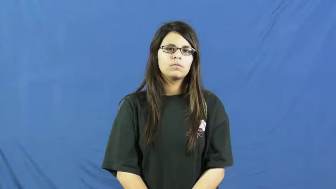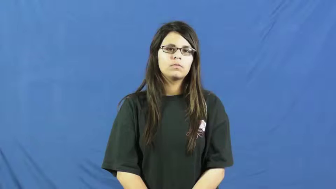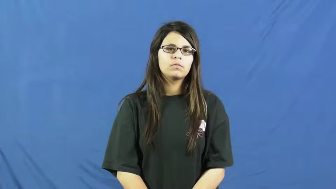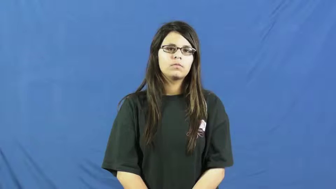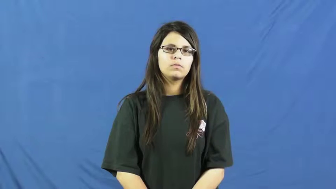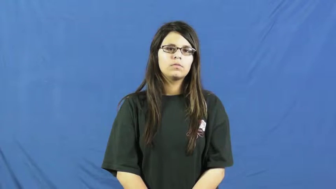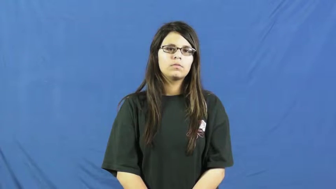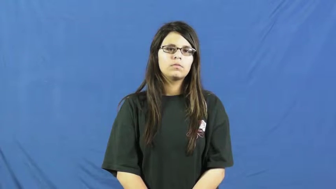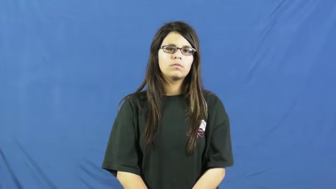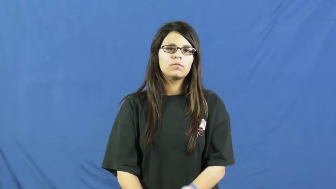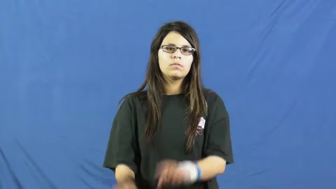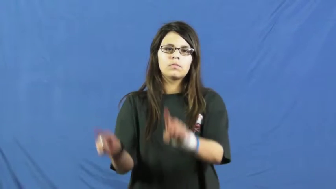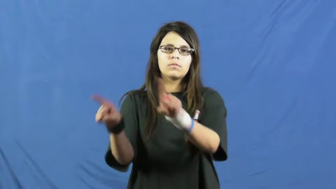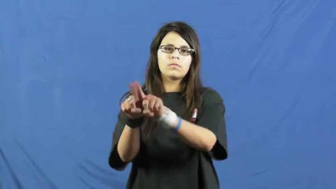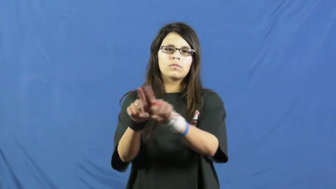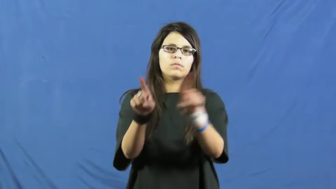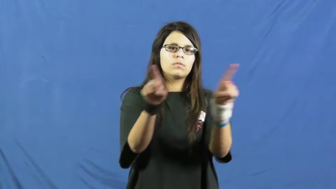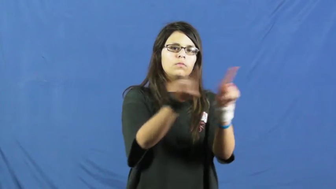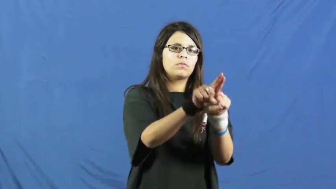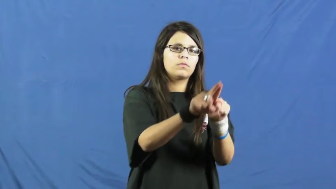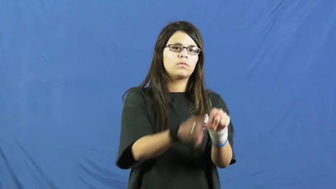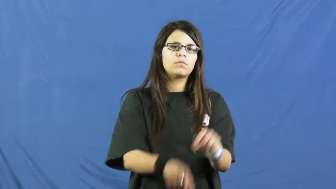so on